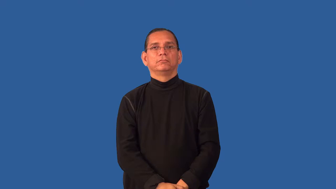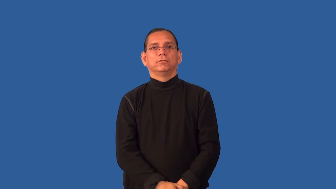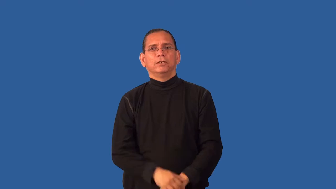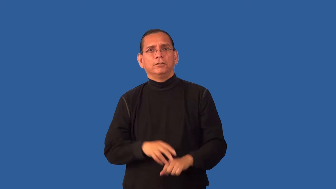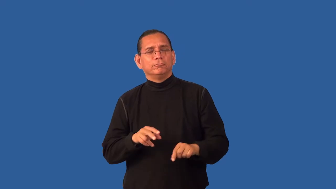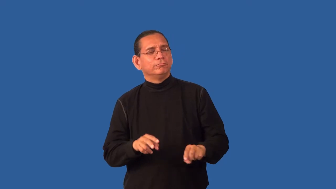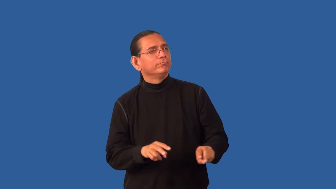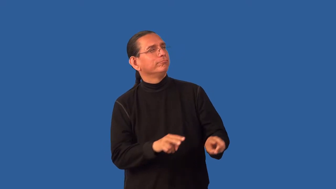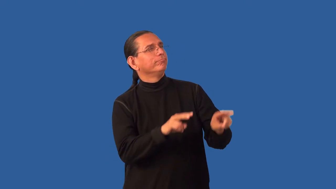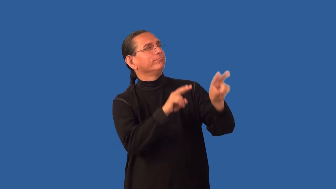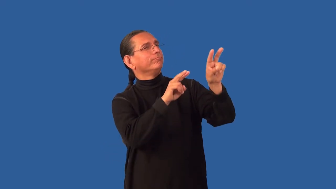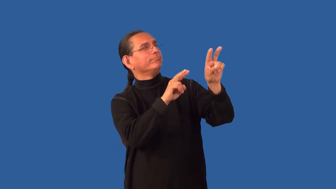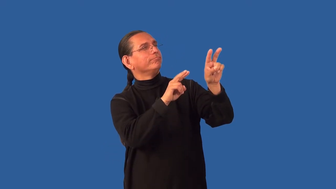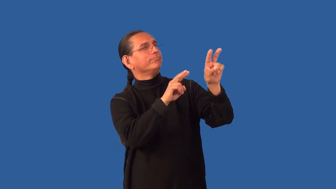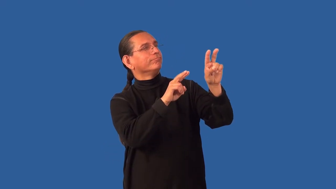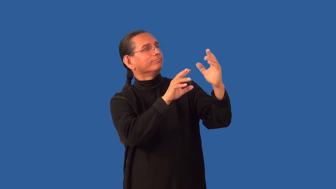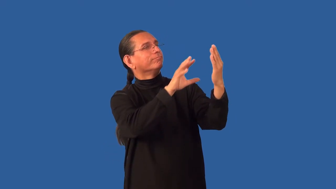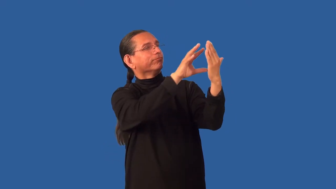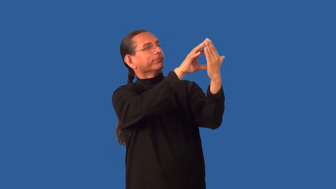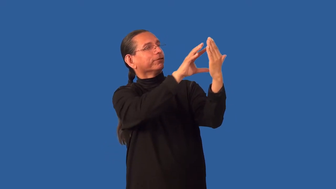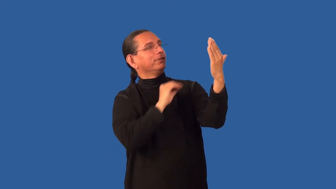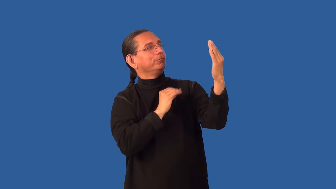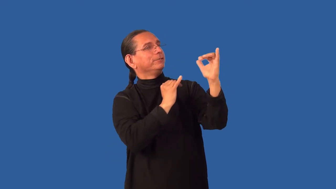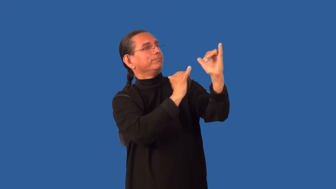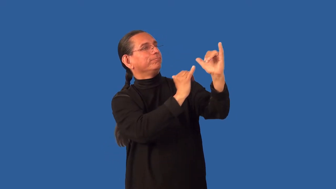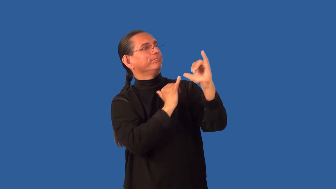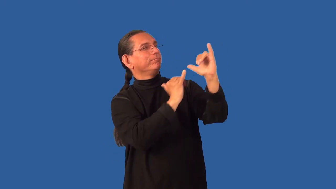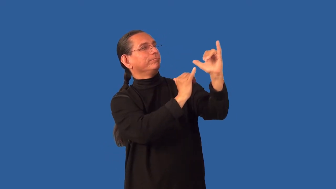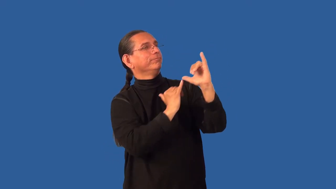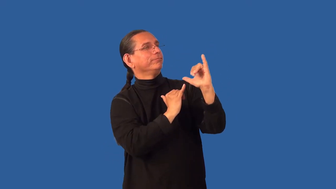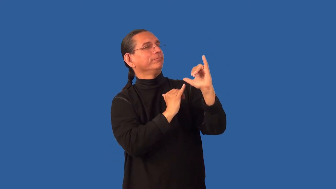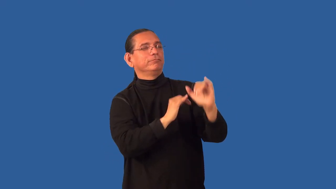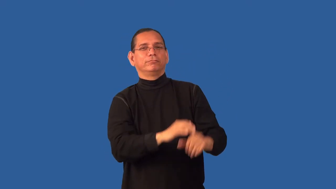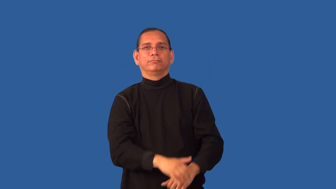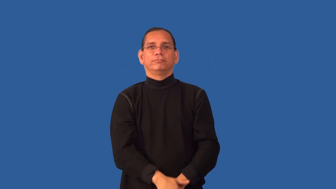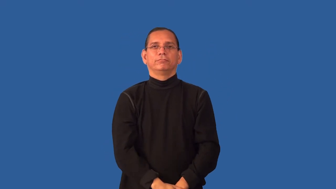emulate